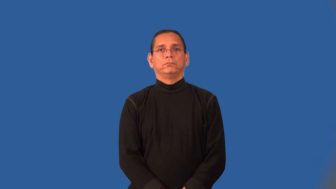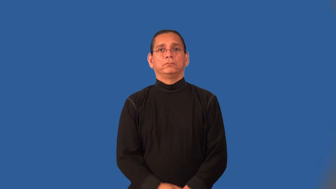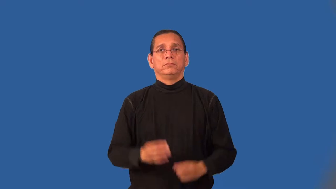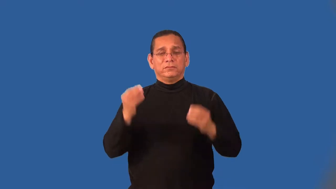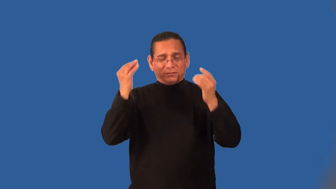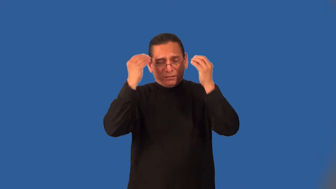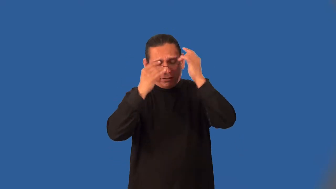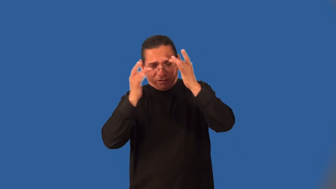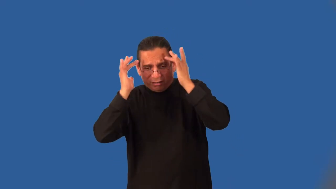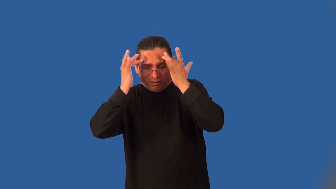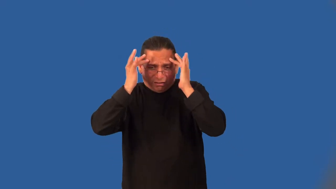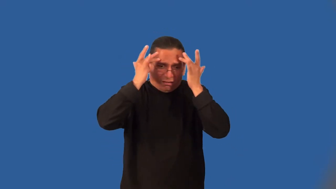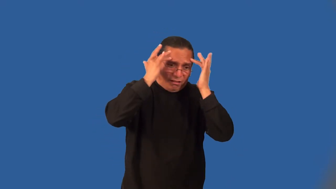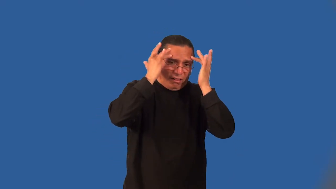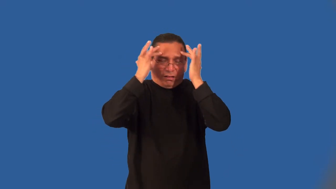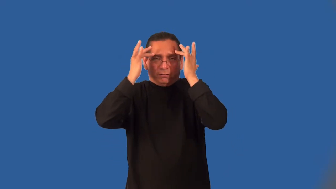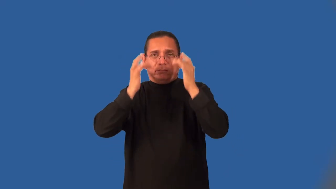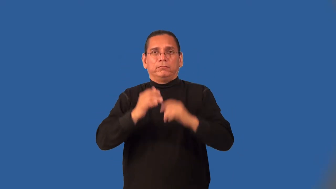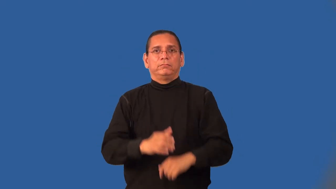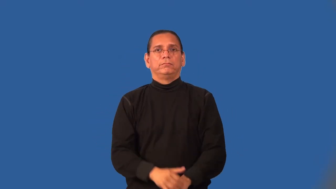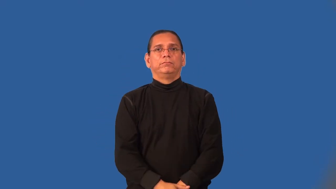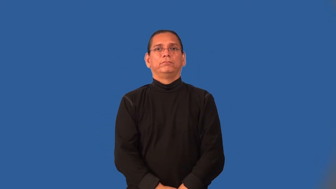neurotic,psychotic